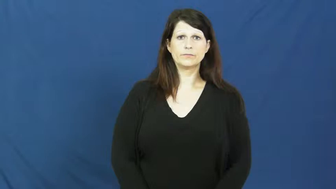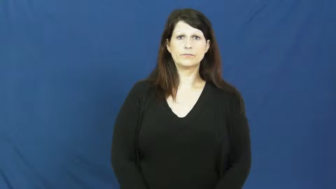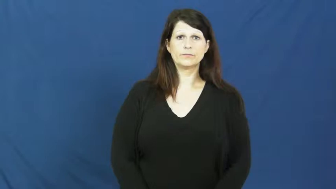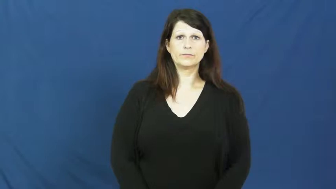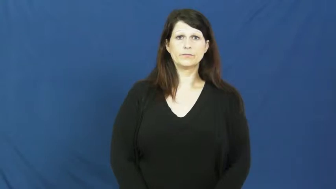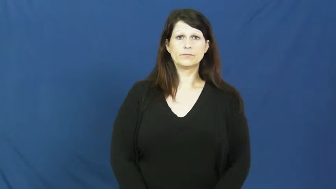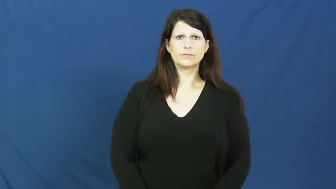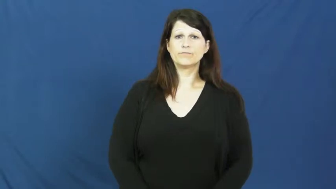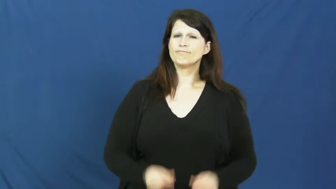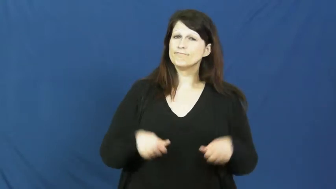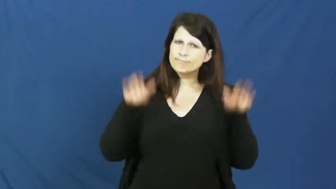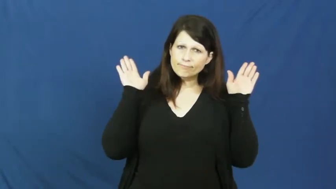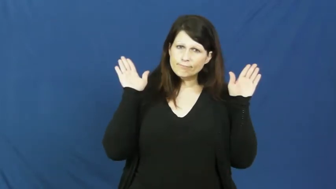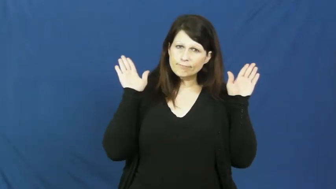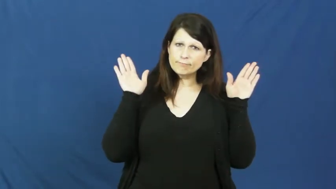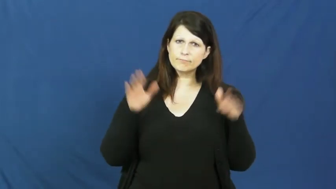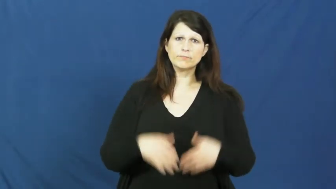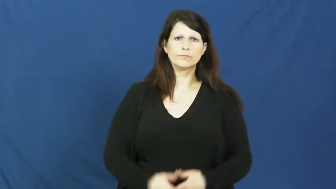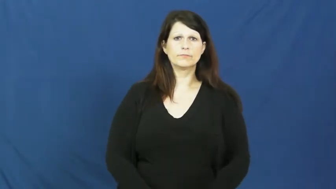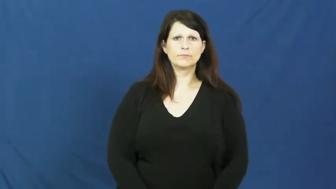give up,give up on